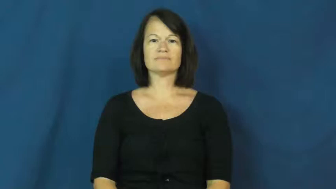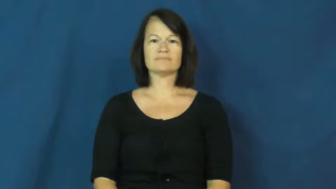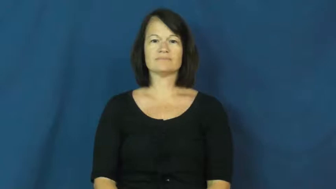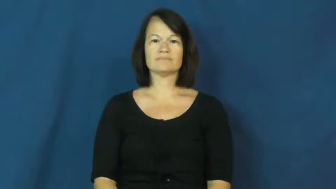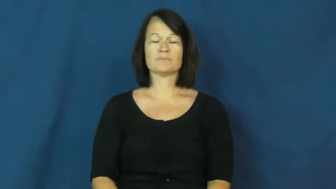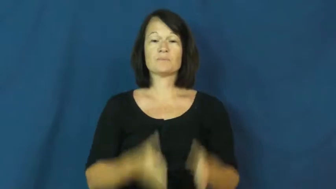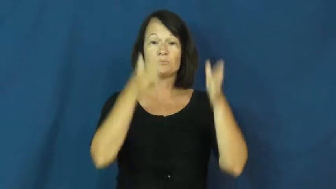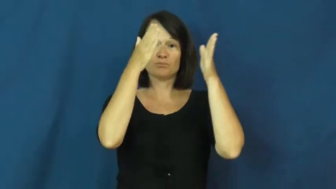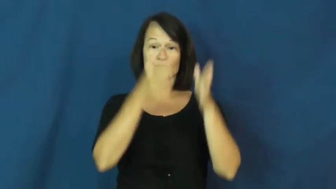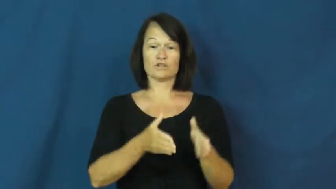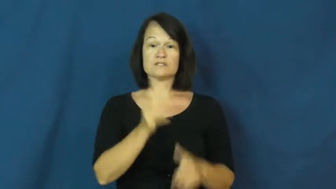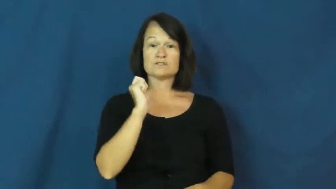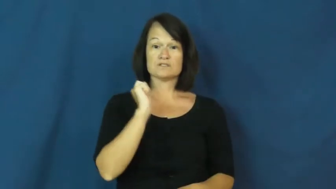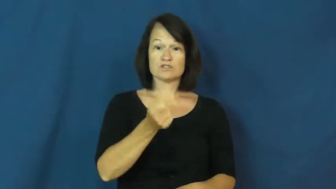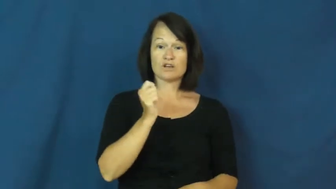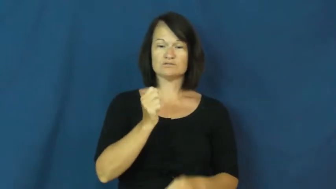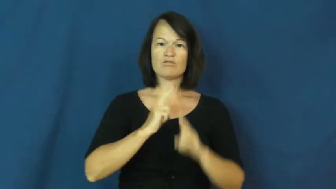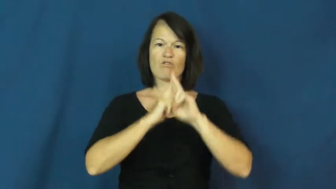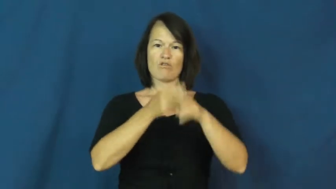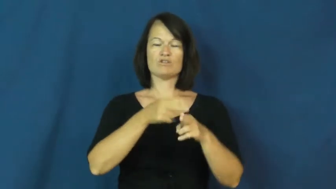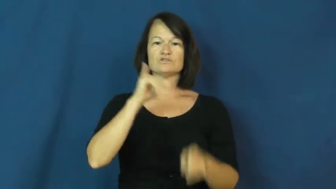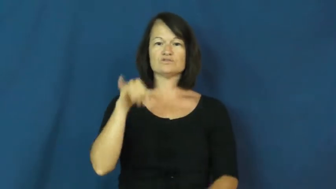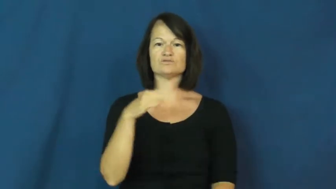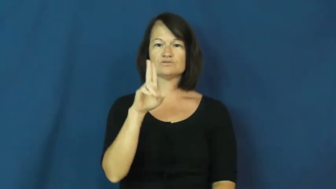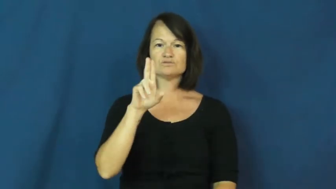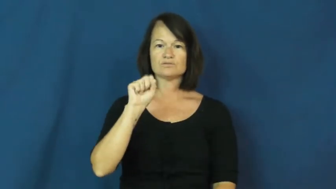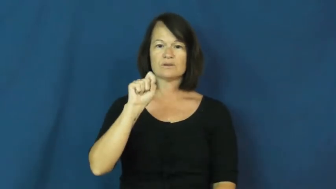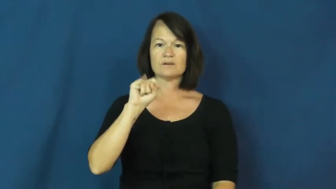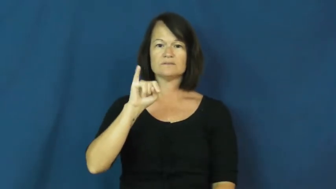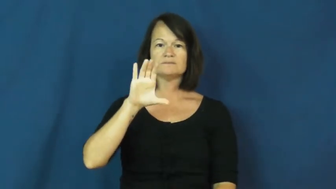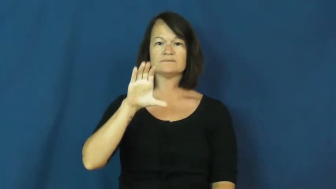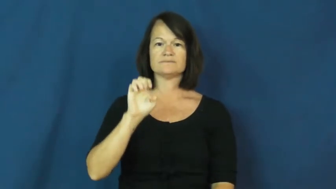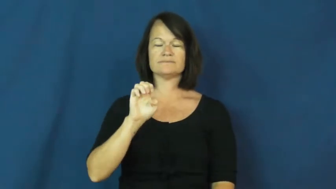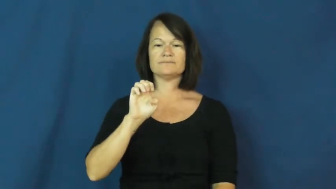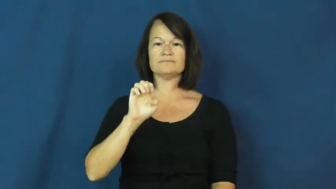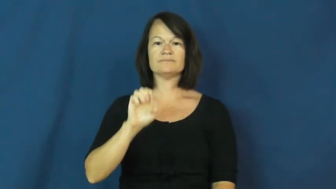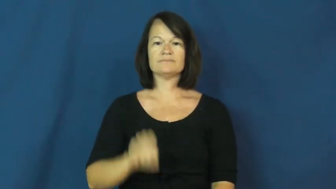justice-person